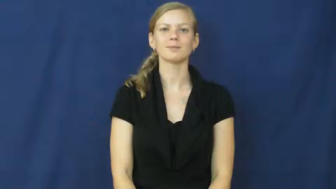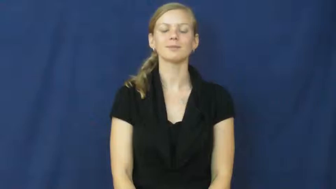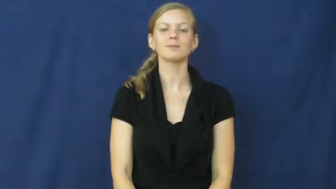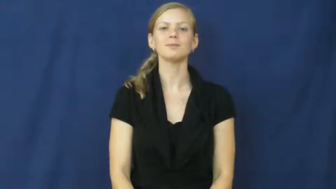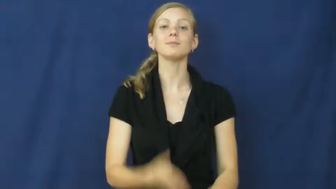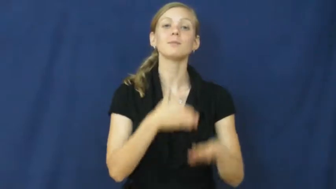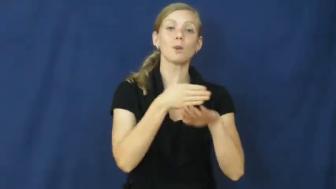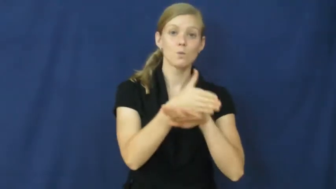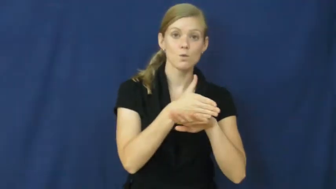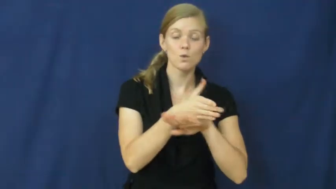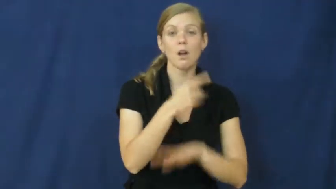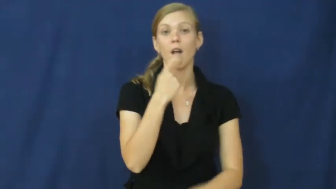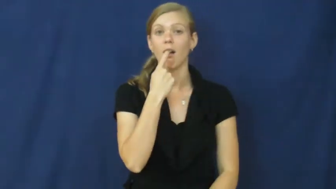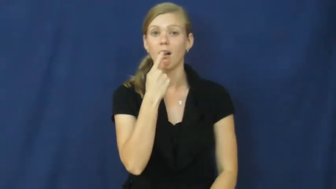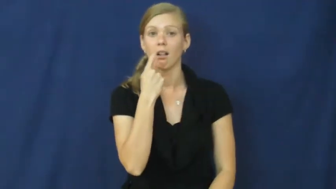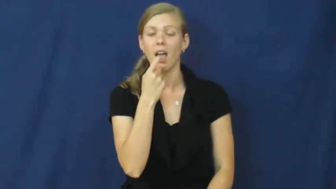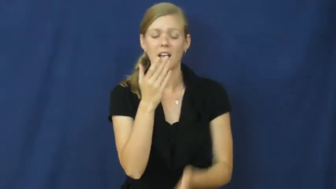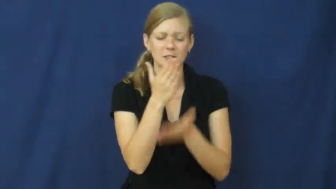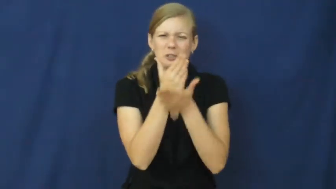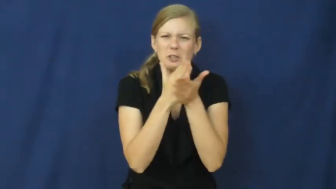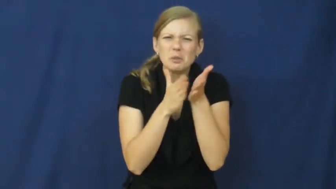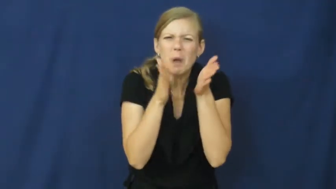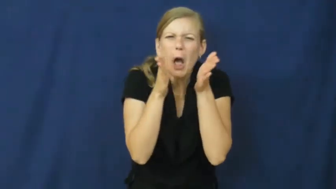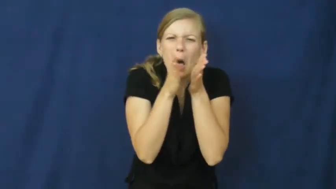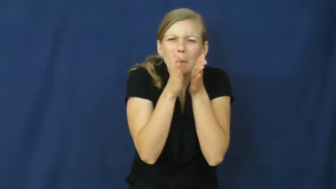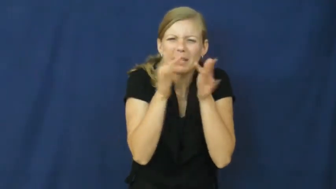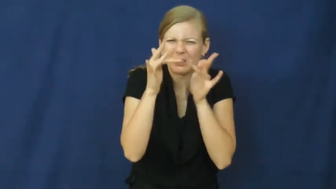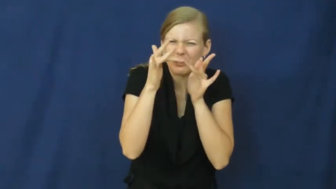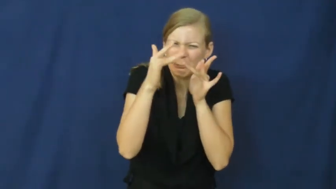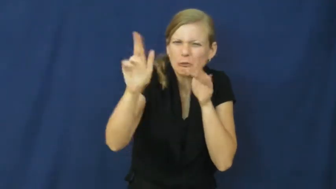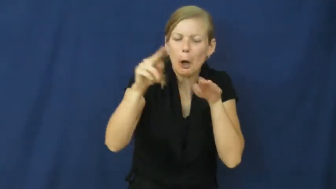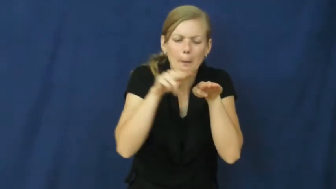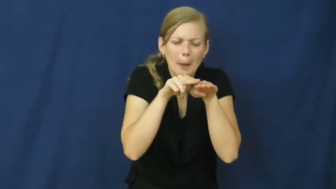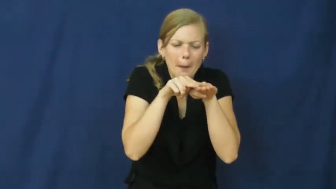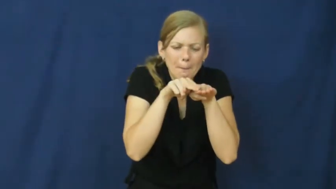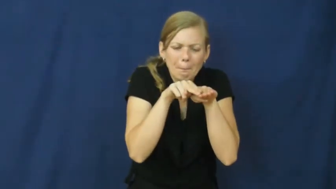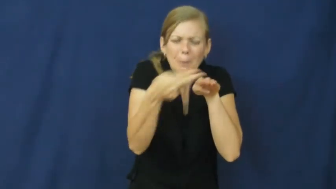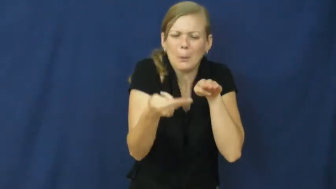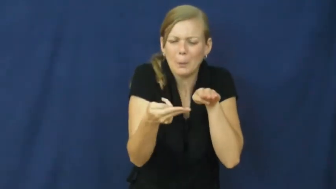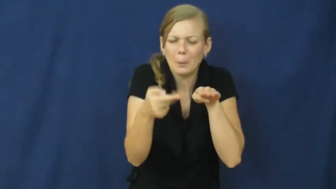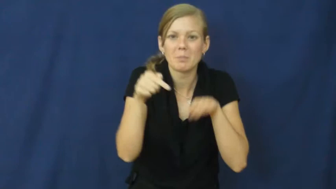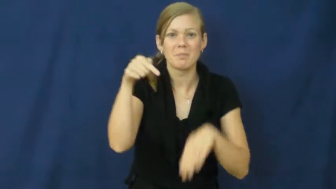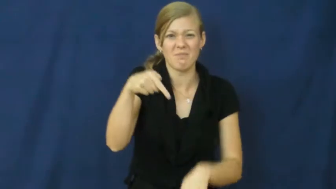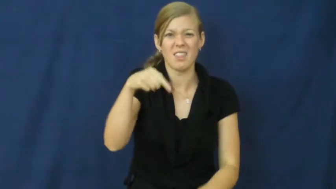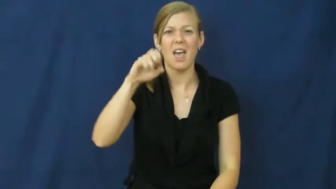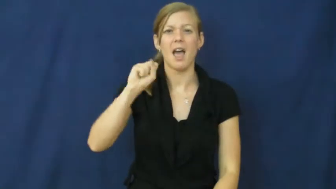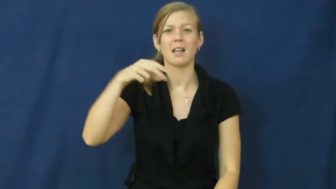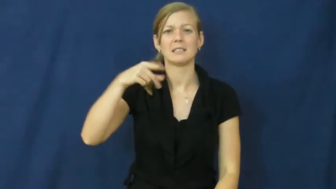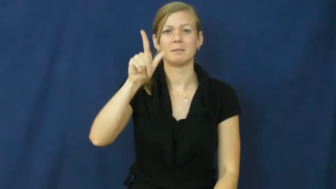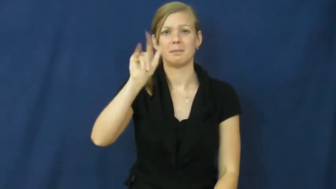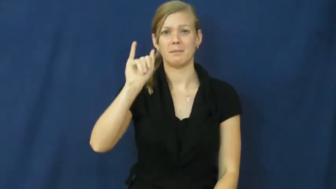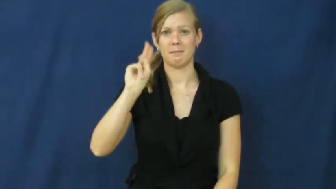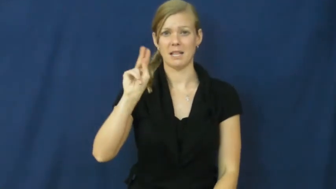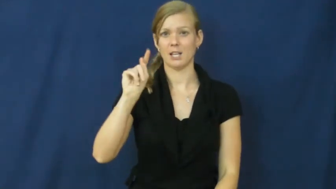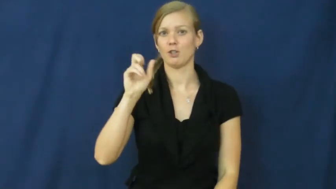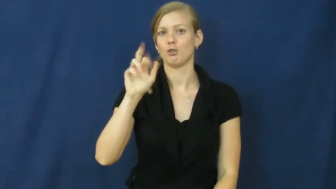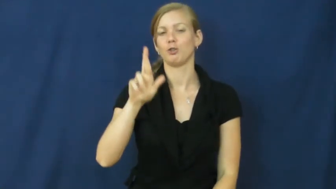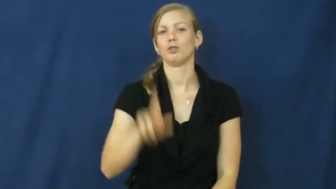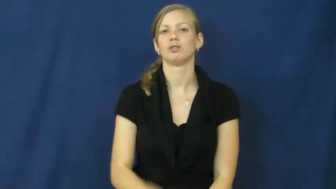splinter,flinder-glass or wood